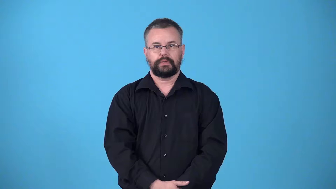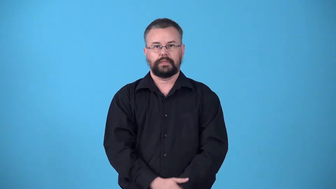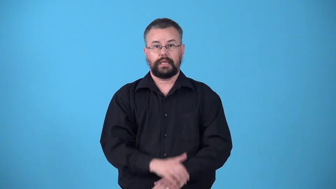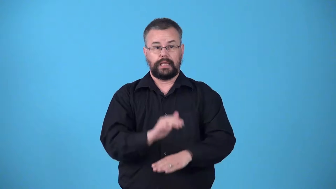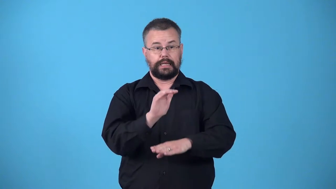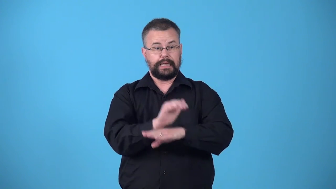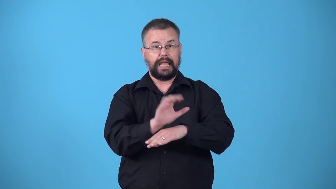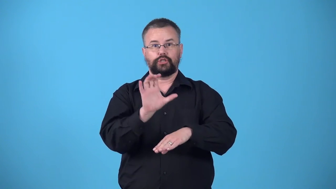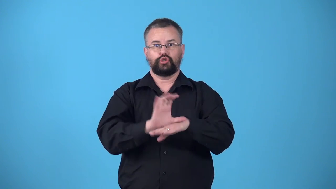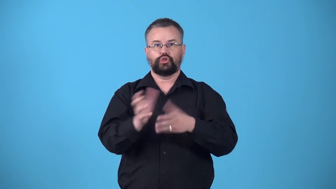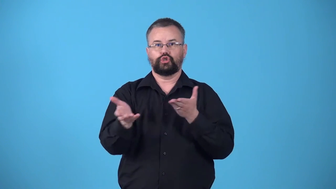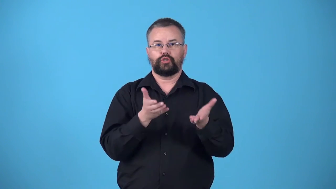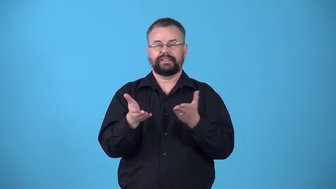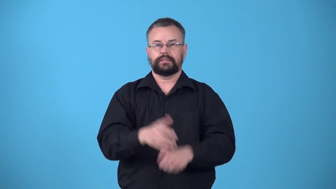vesper-night church service